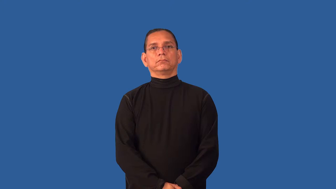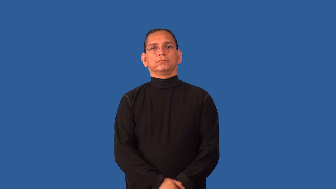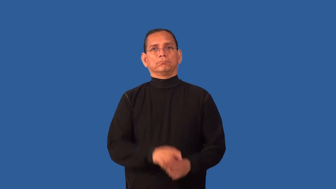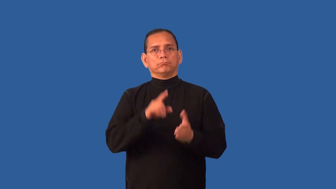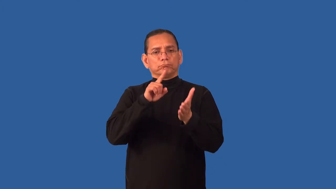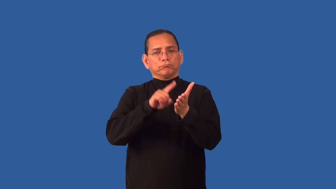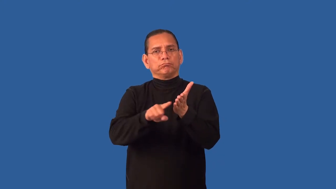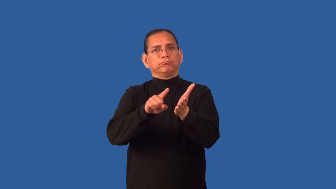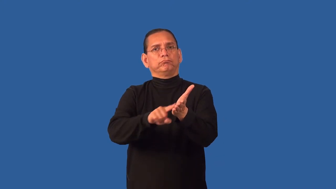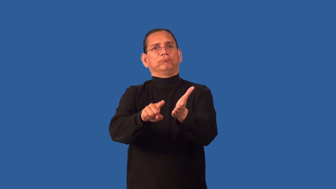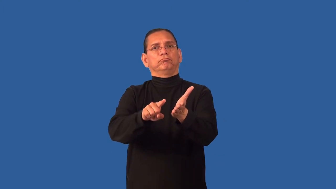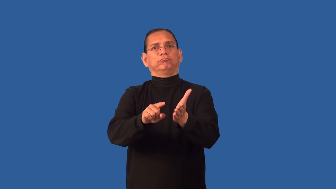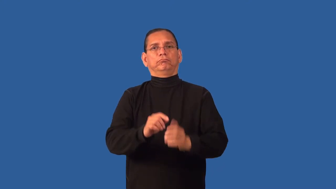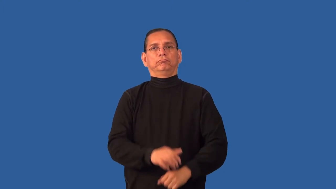probe